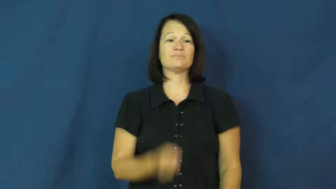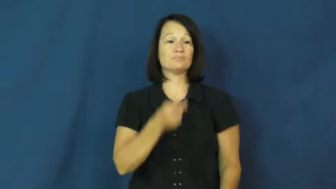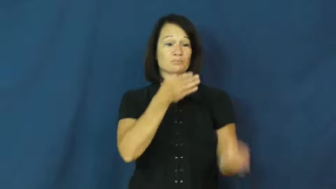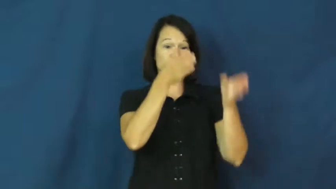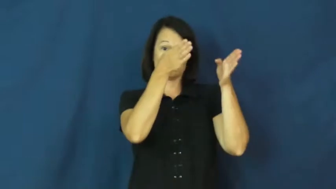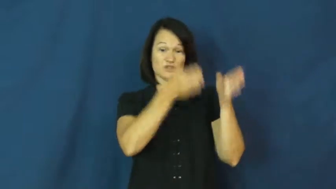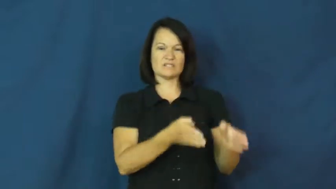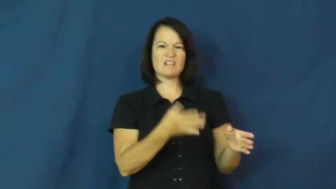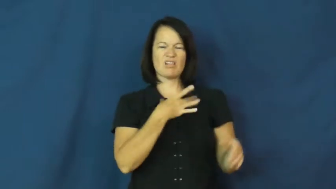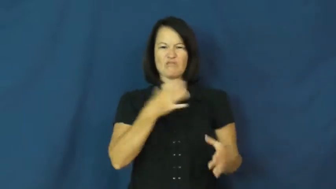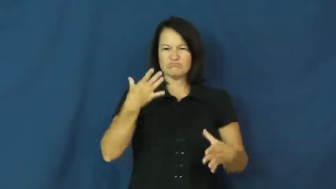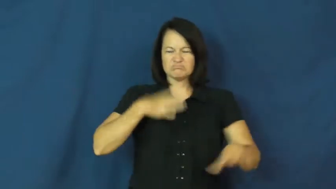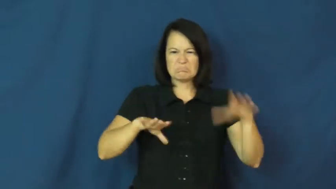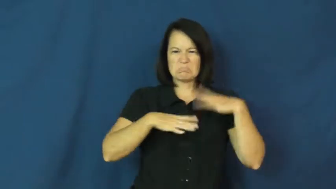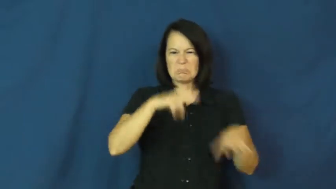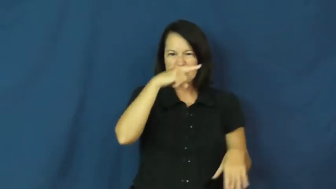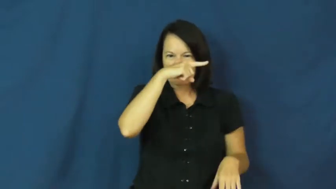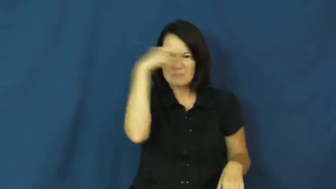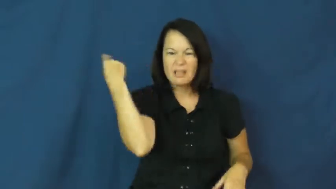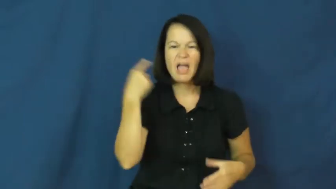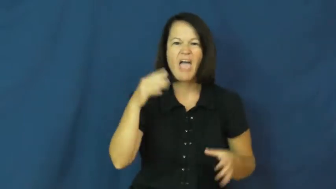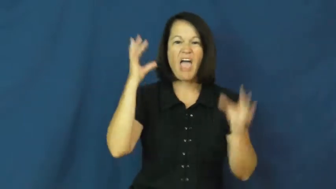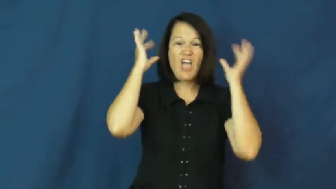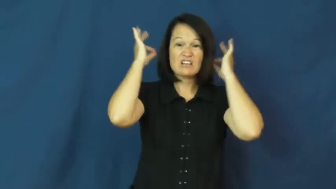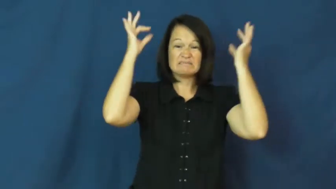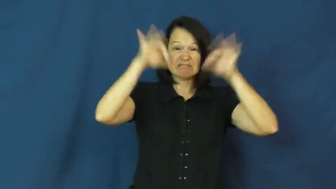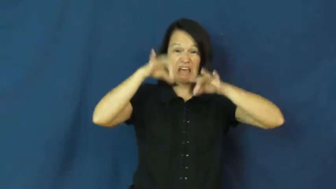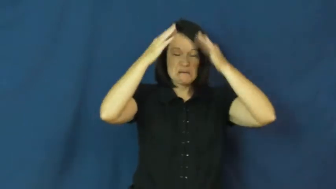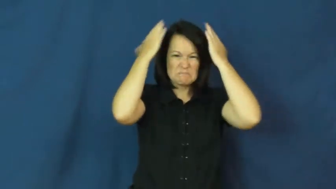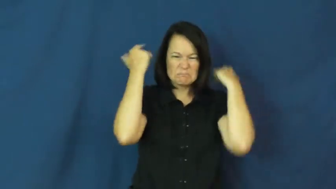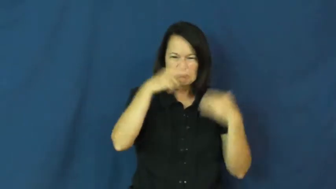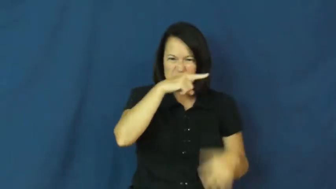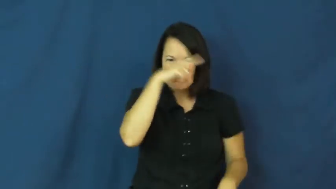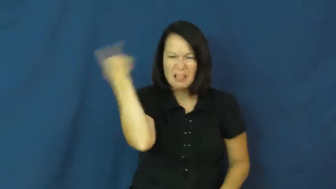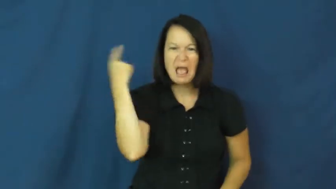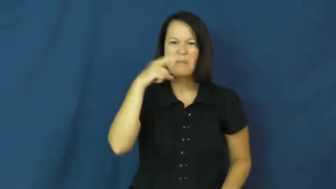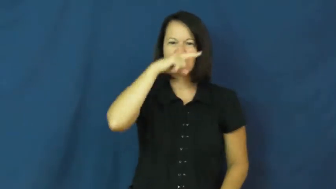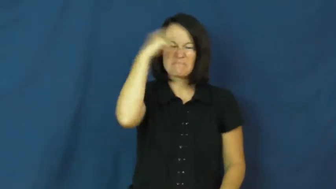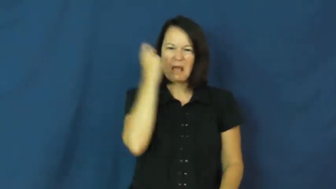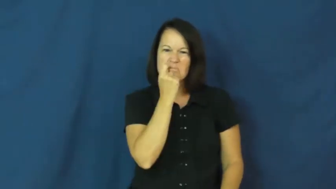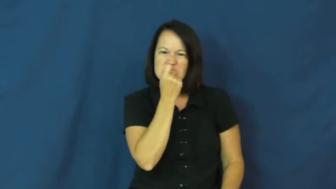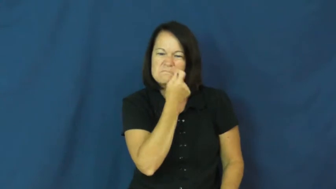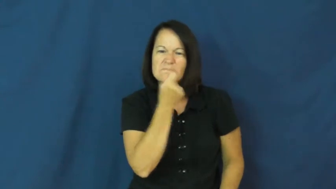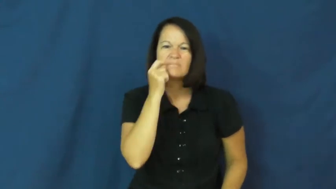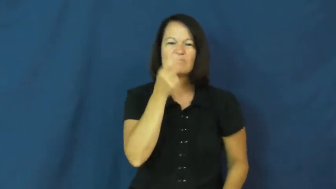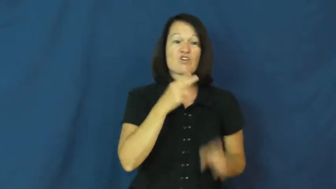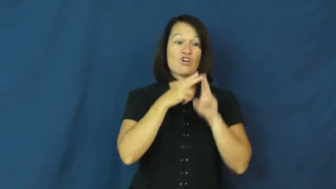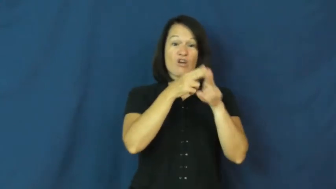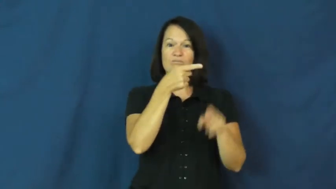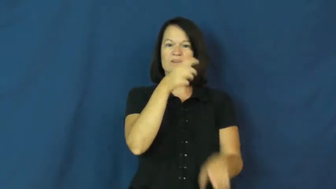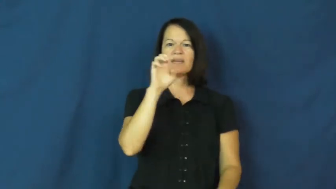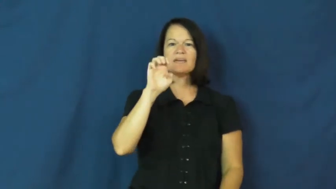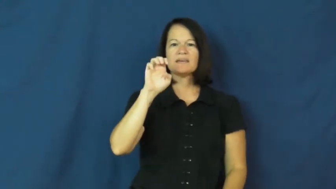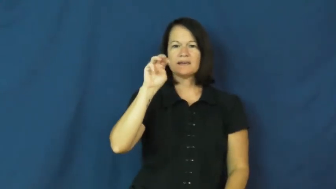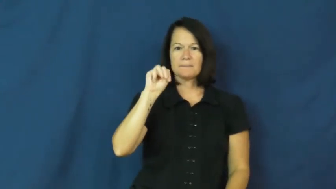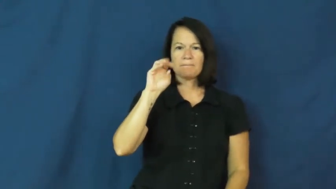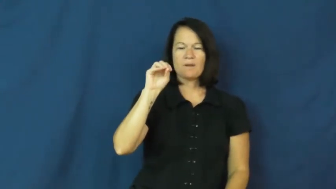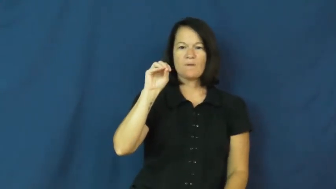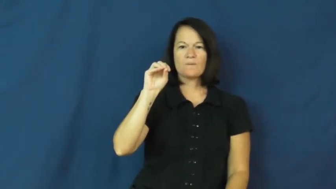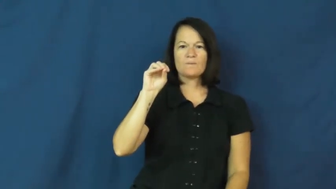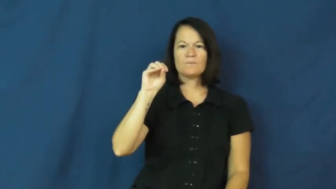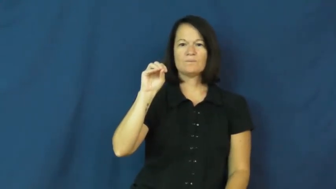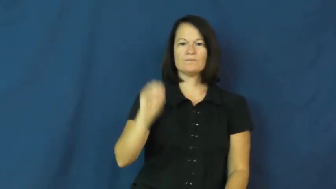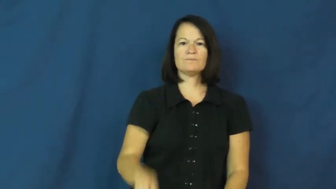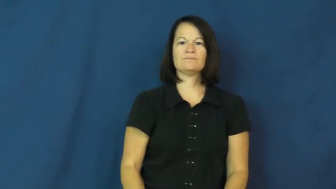emo